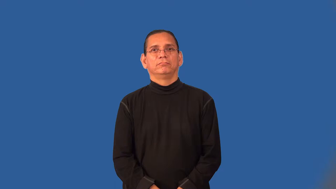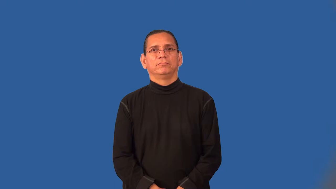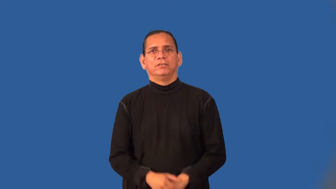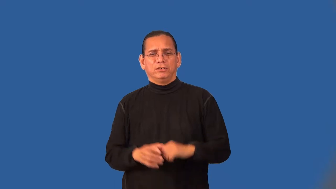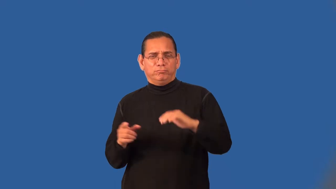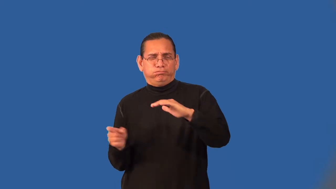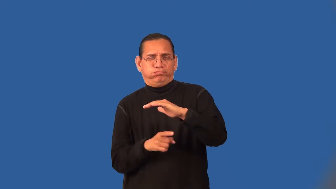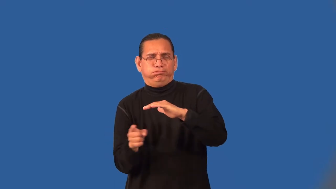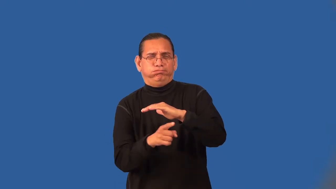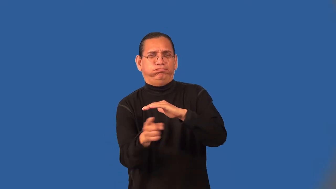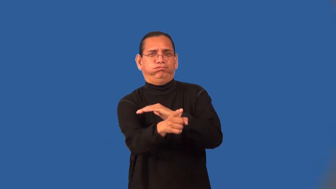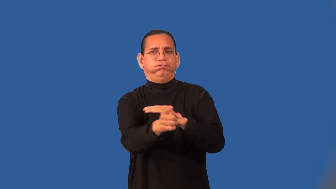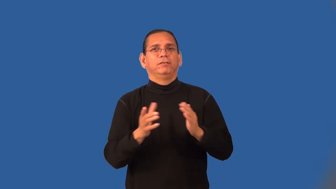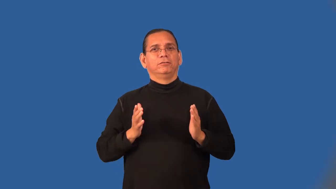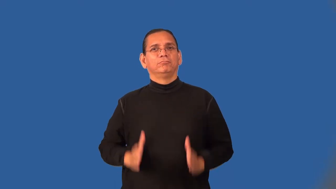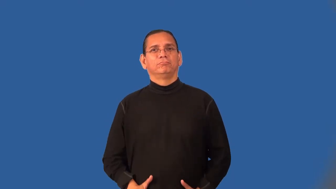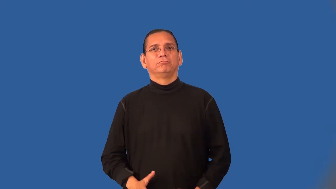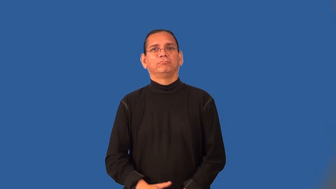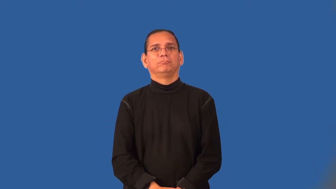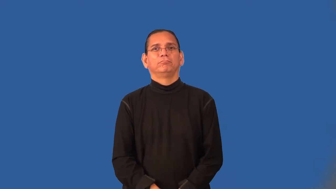adventurer,argonaut